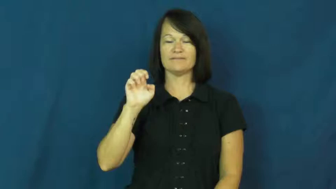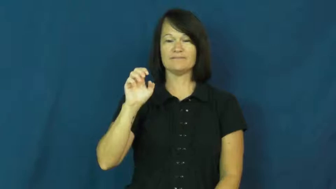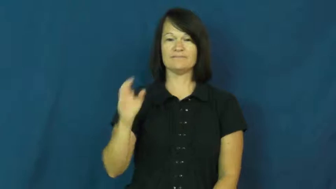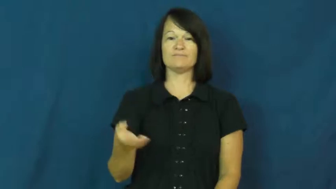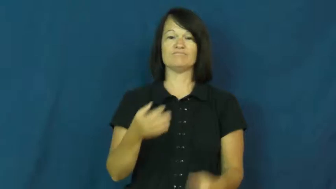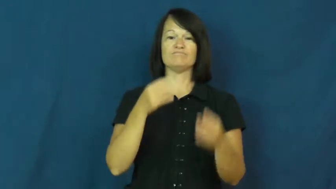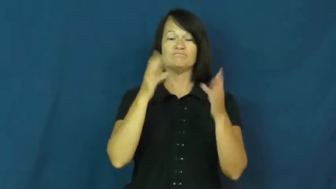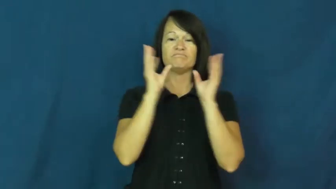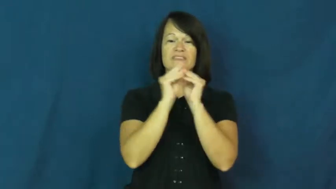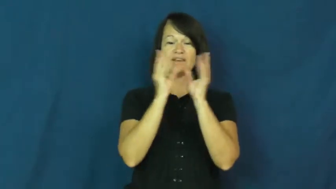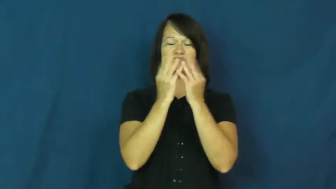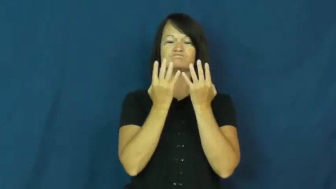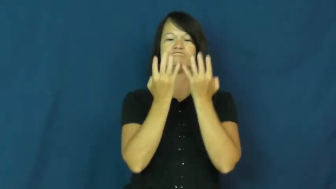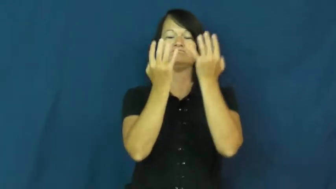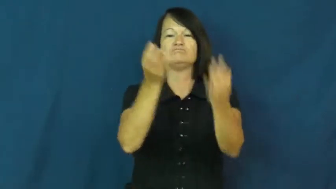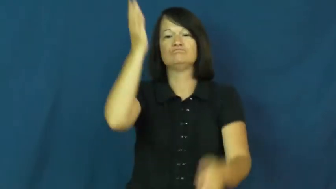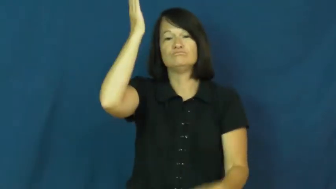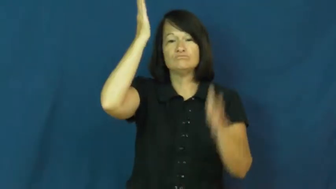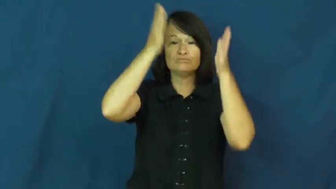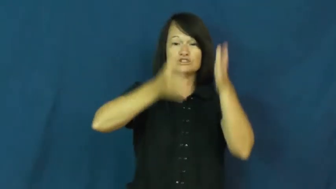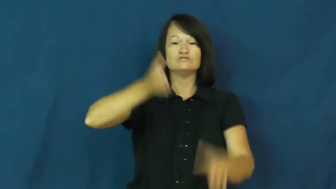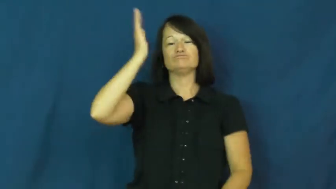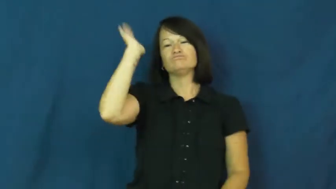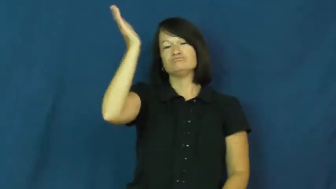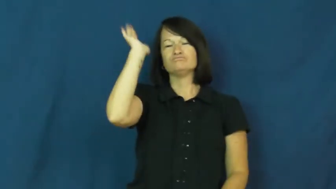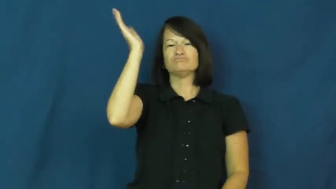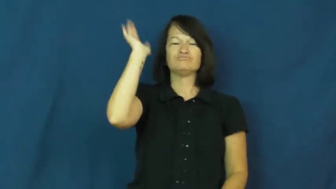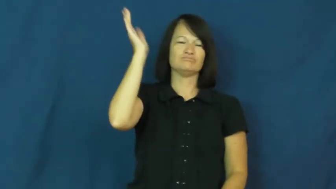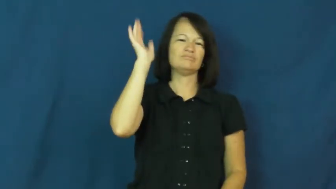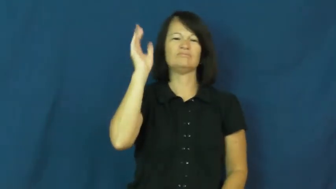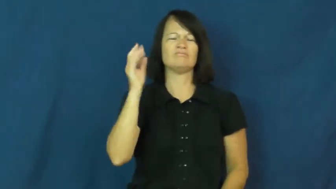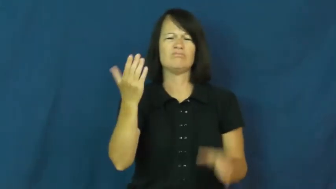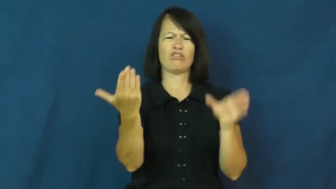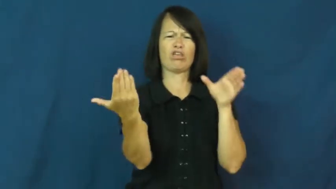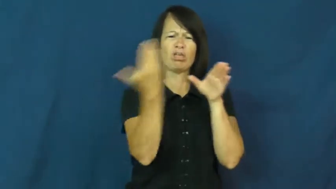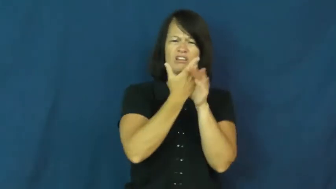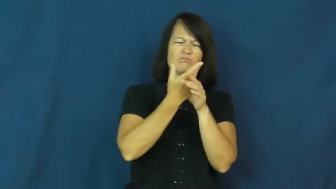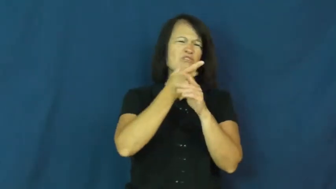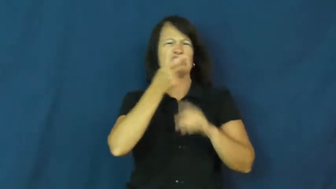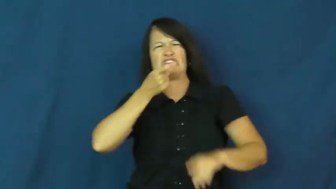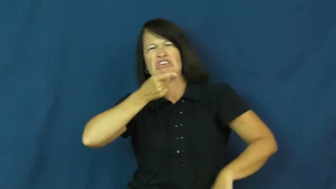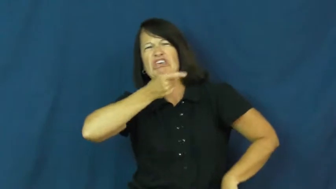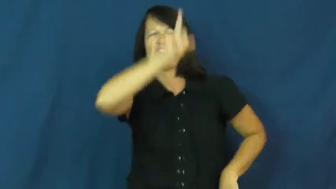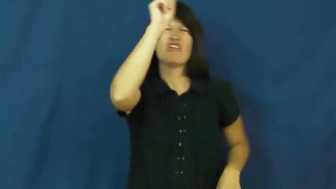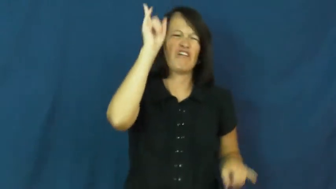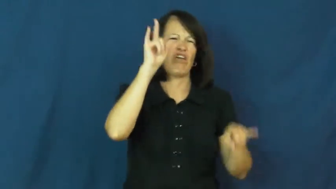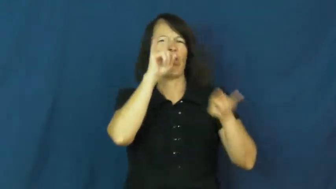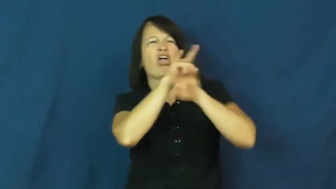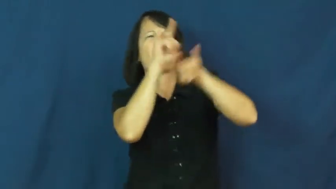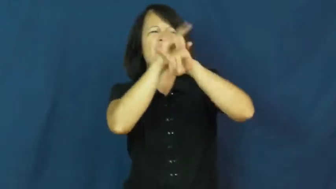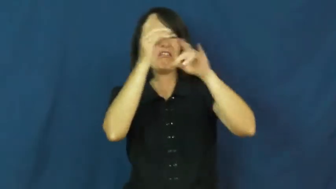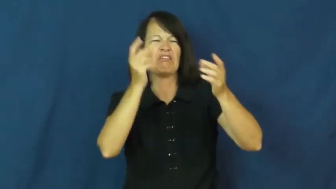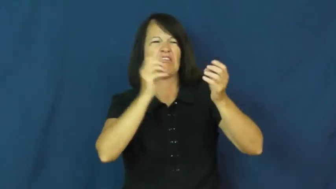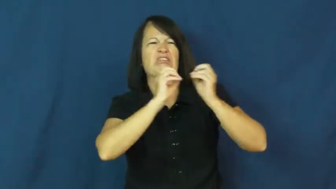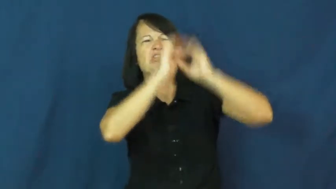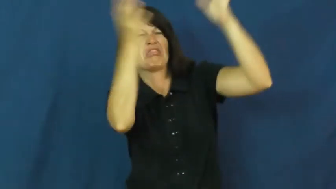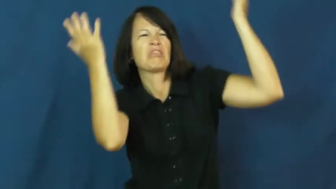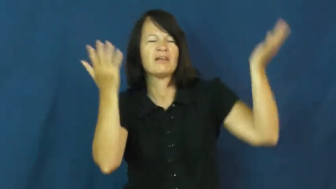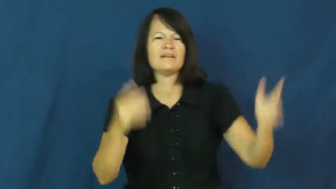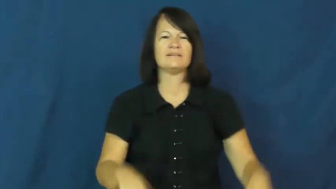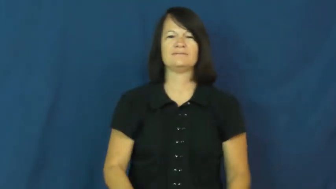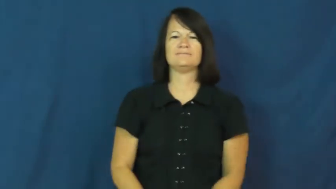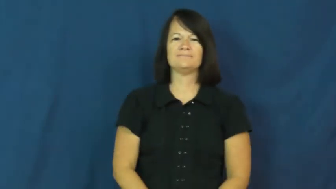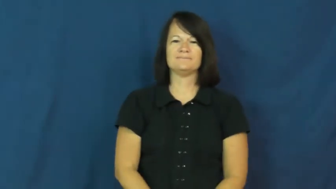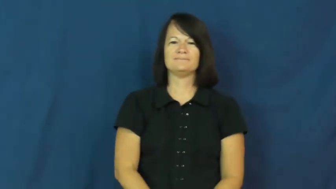heckle,barrack,razz